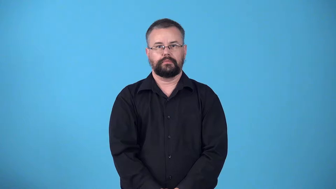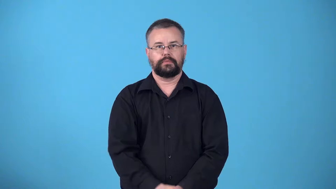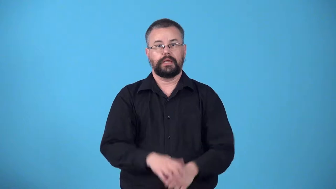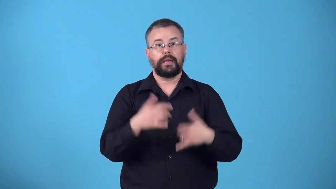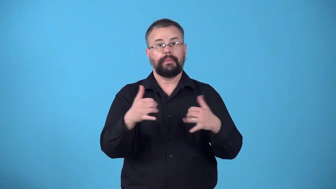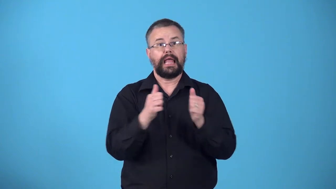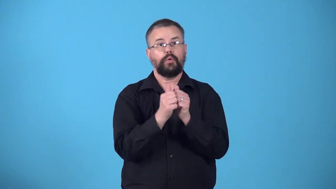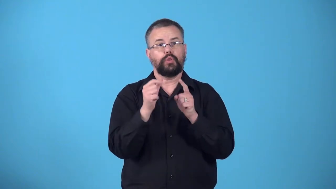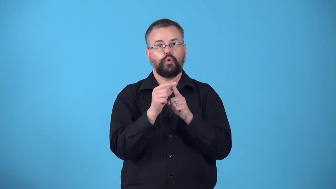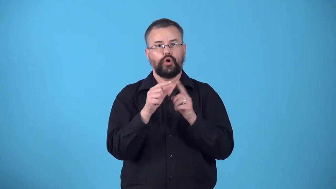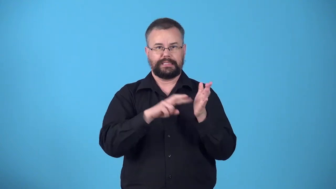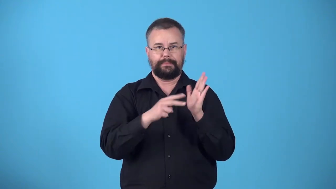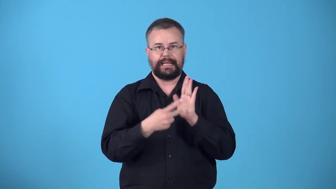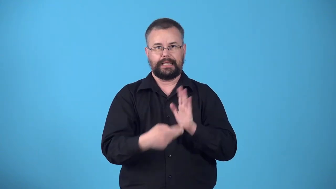wordplay